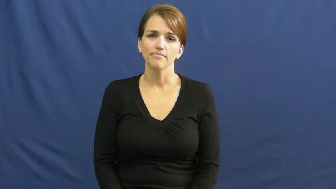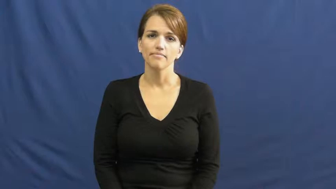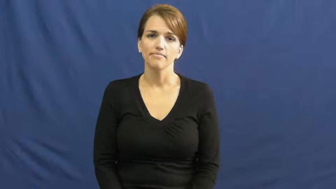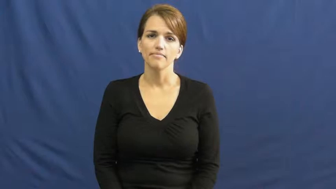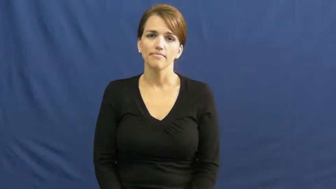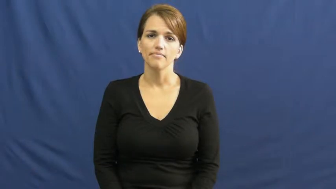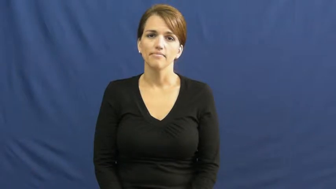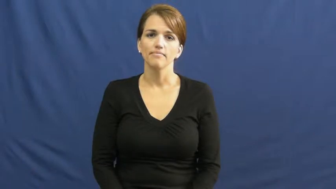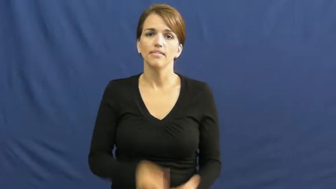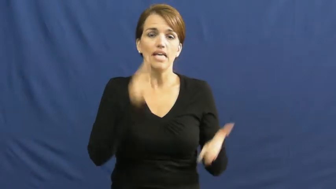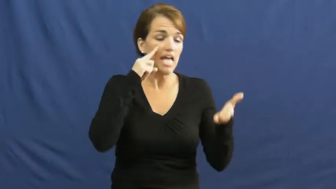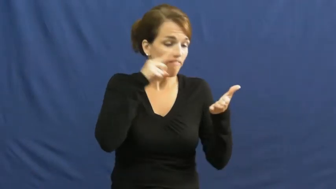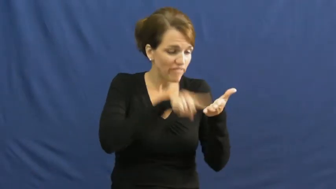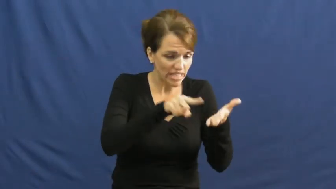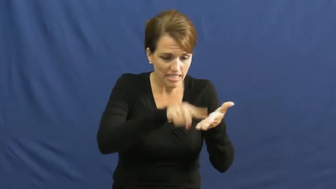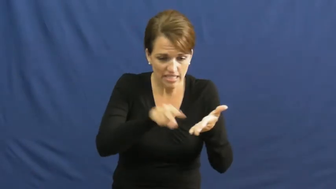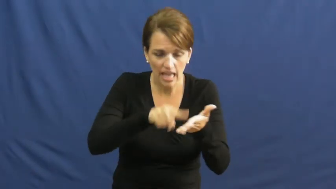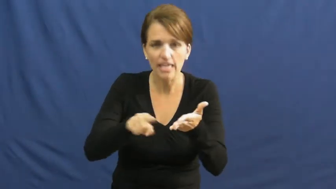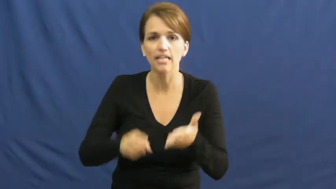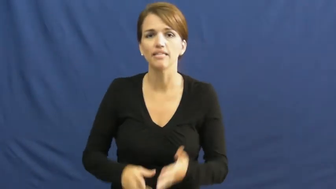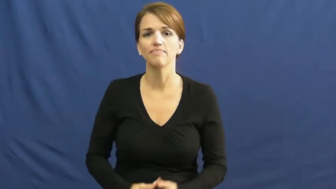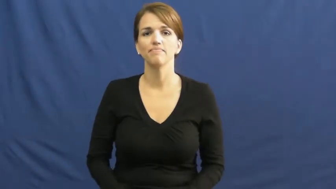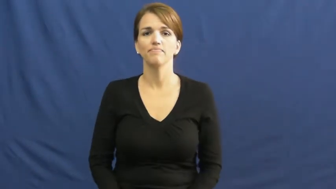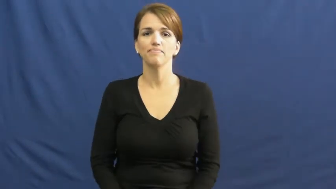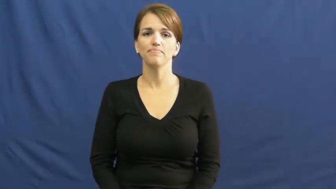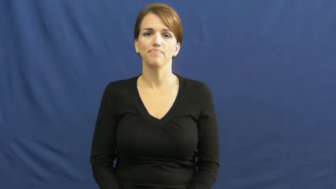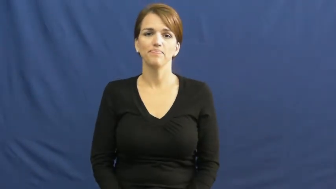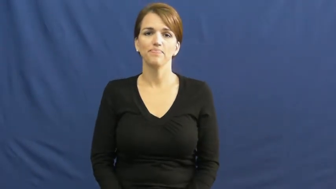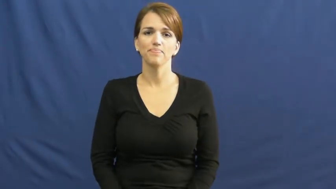dig in,dig into-investigate